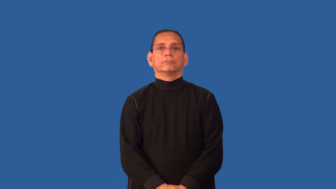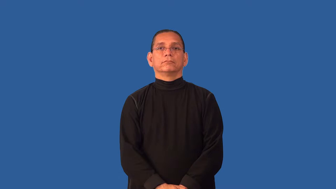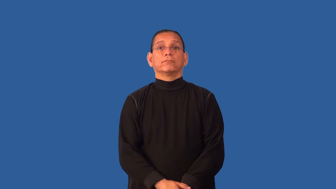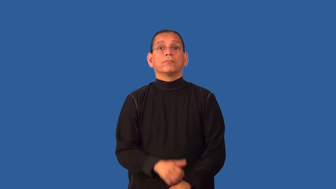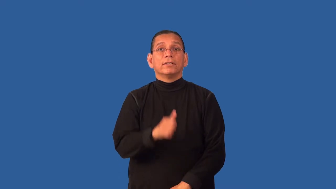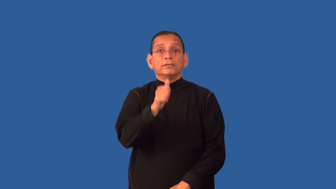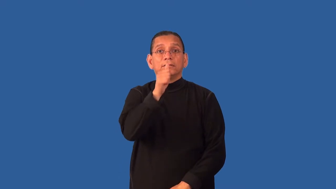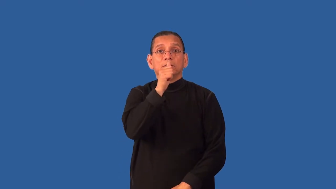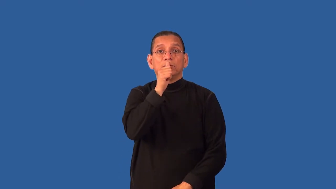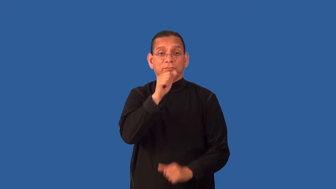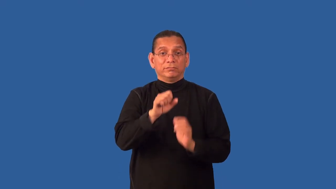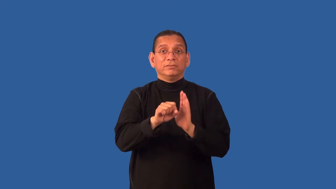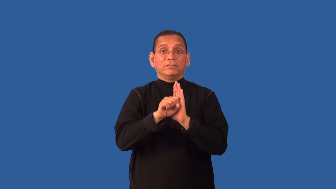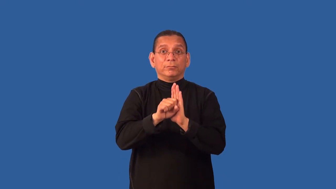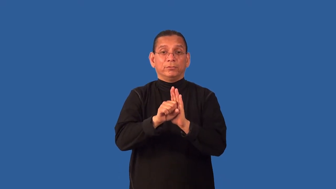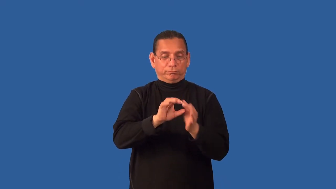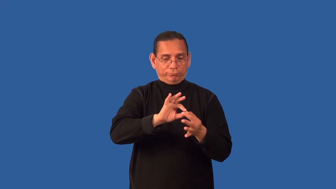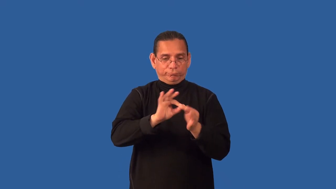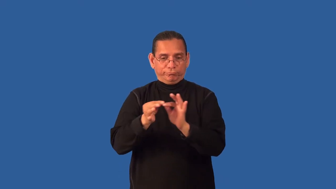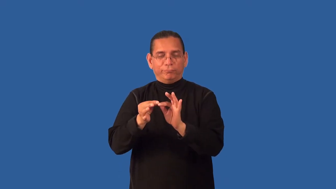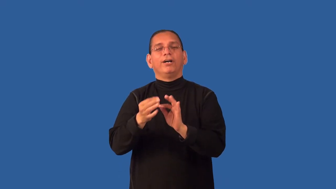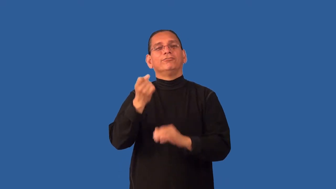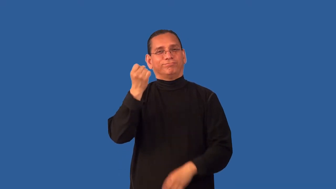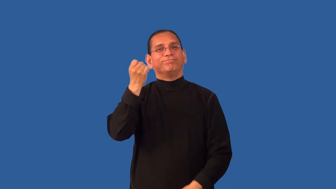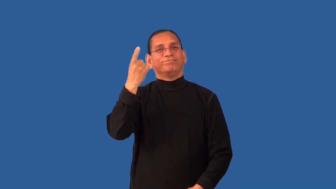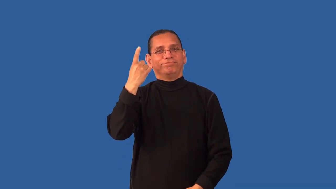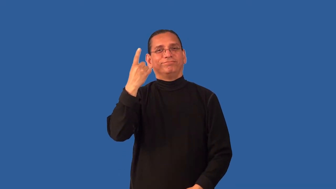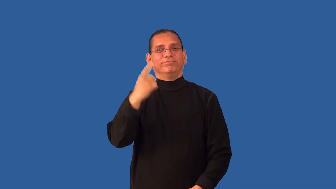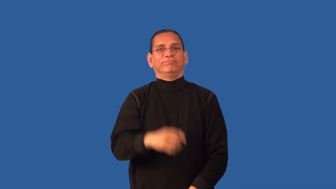decipher,break-unscramble code